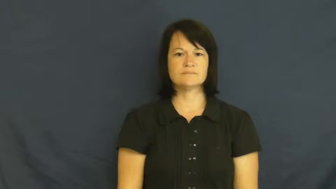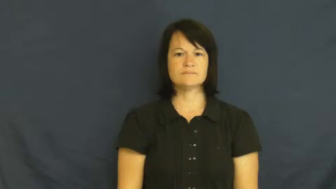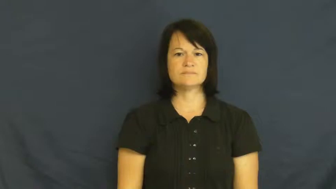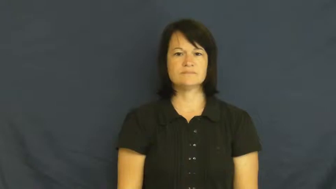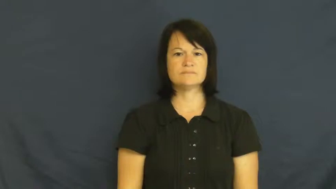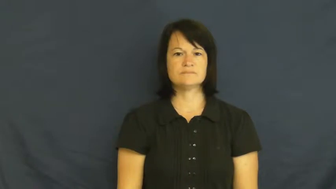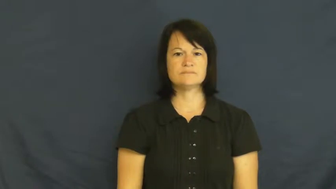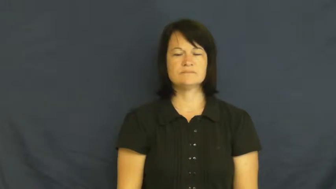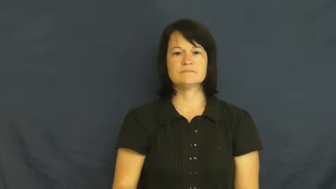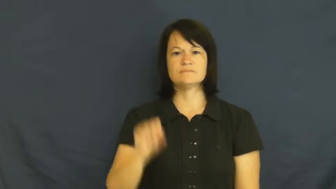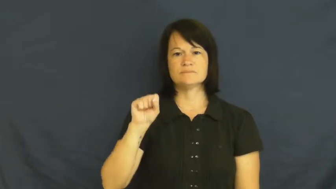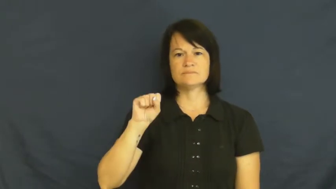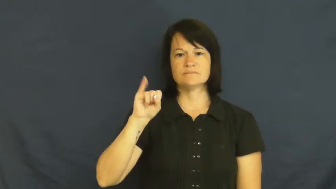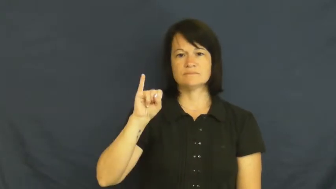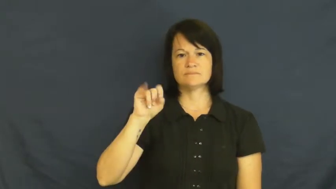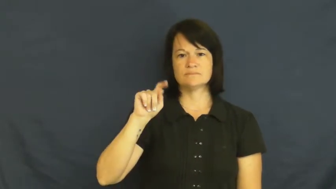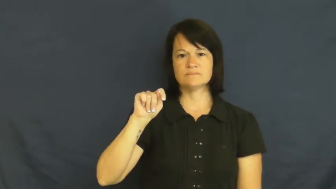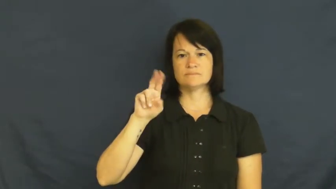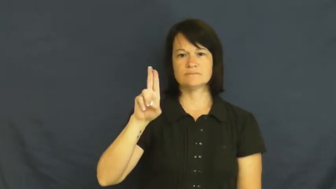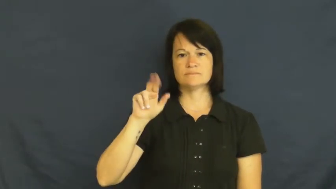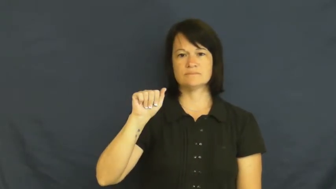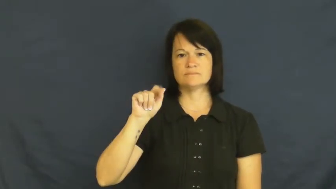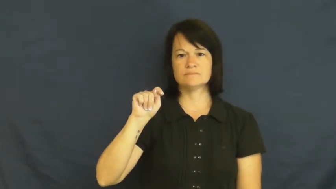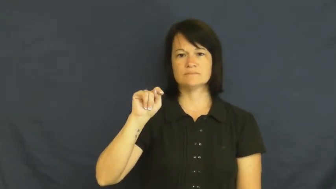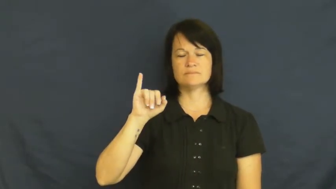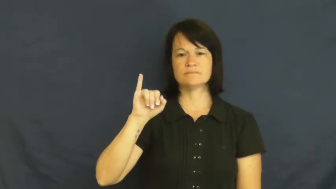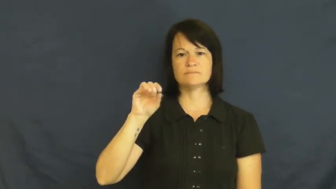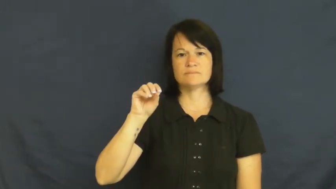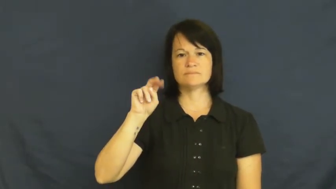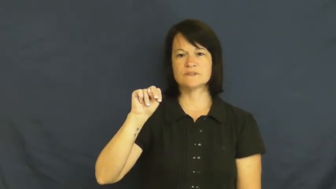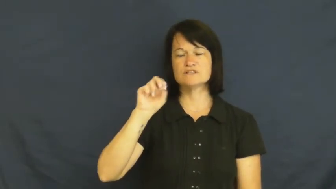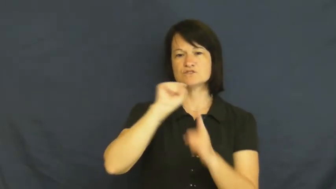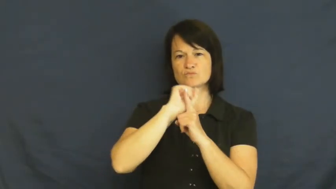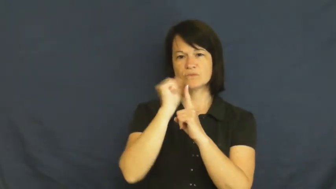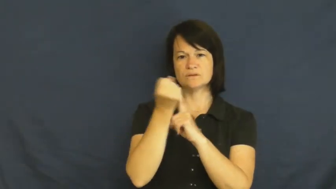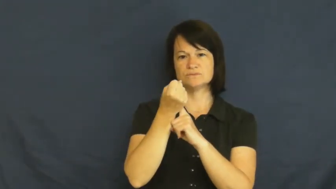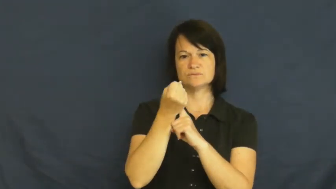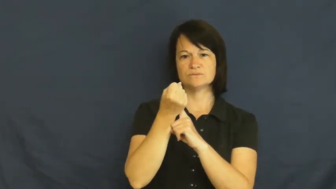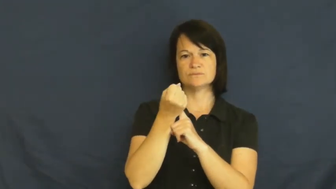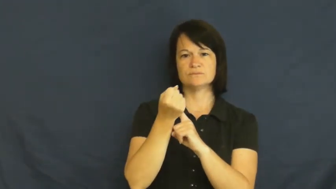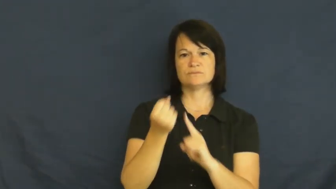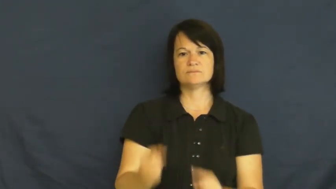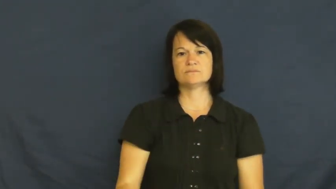situation